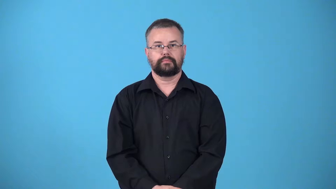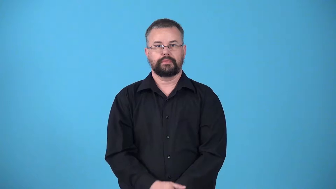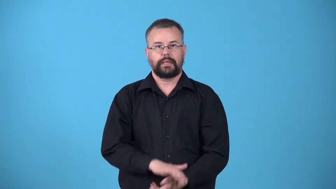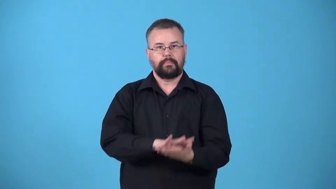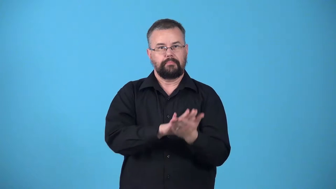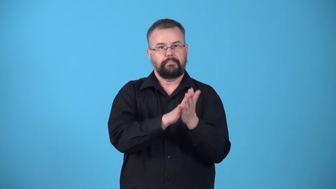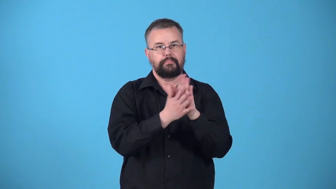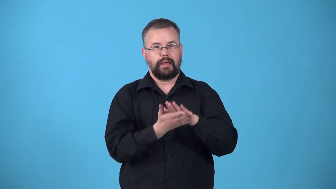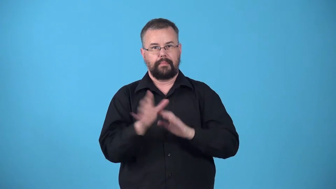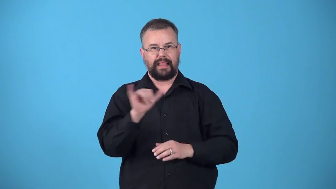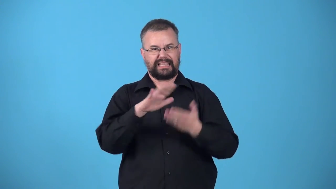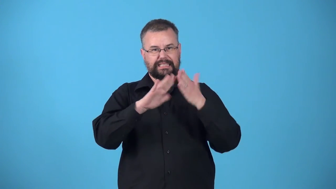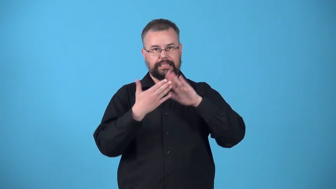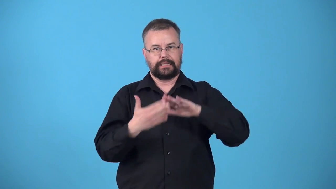urbanize